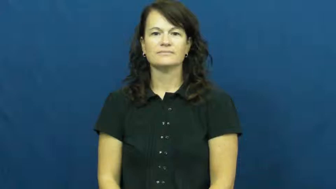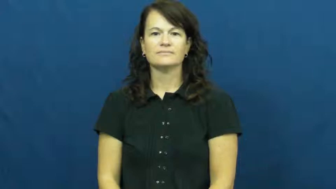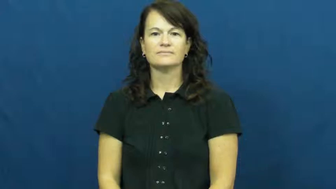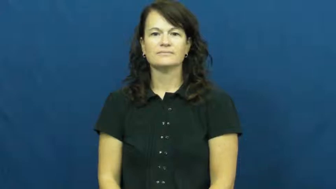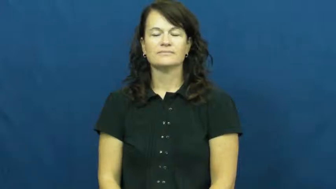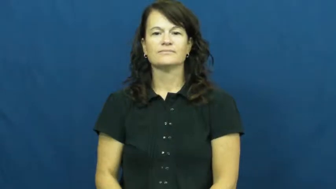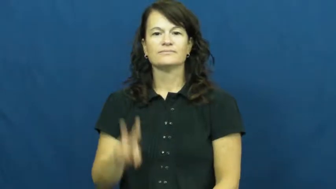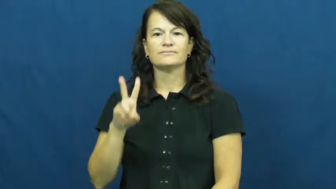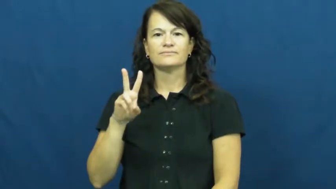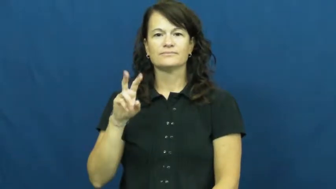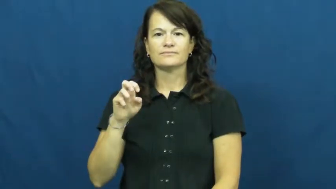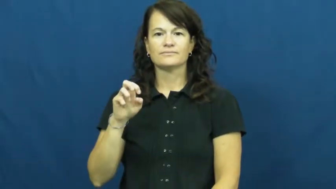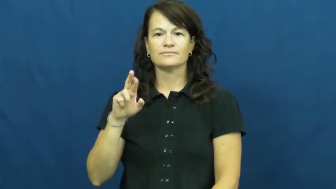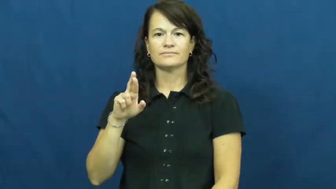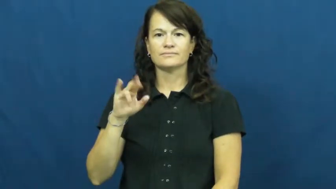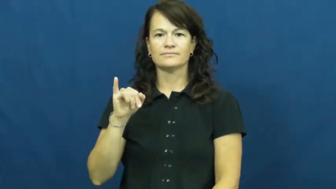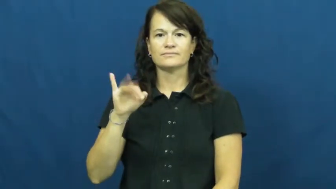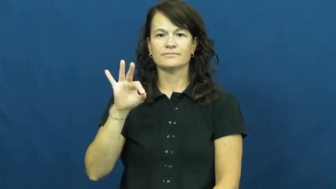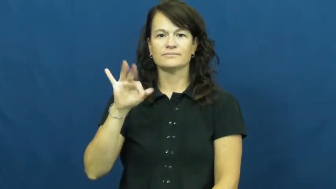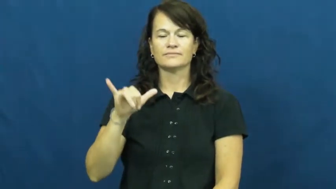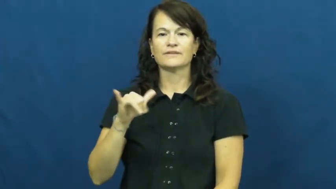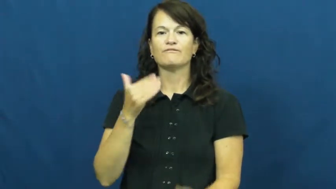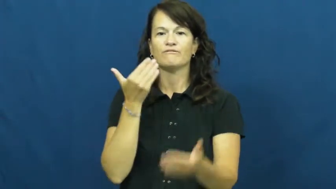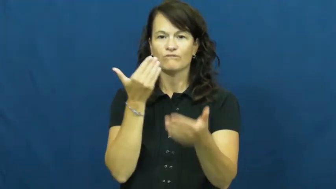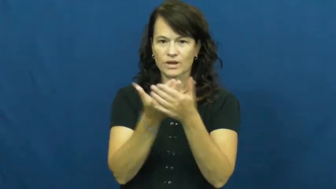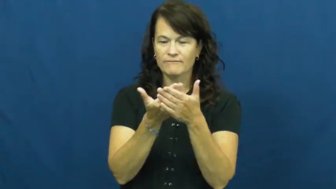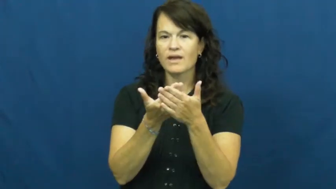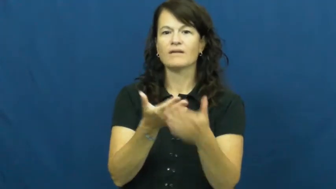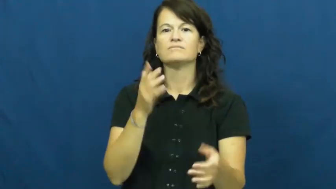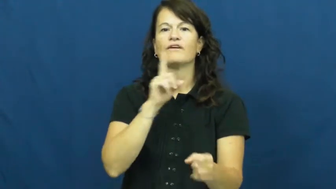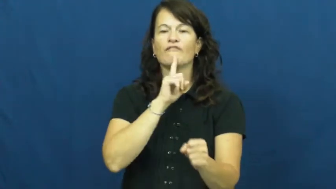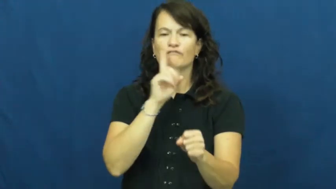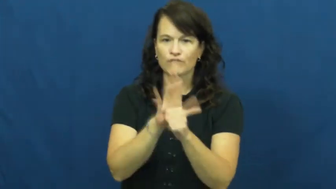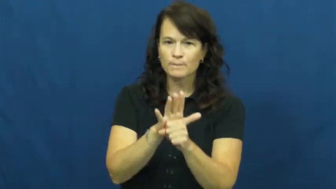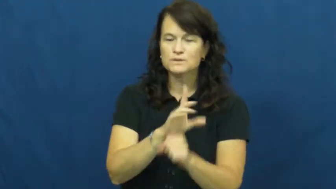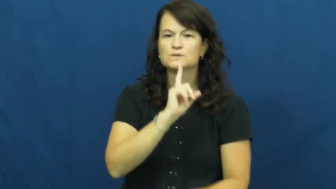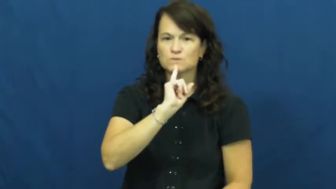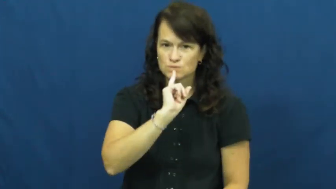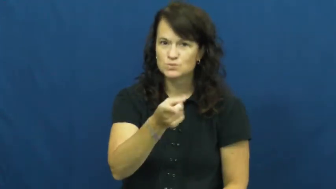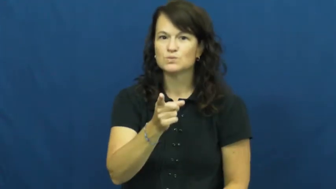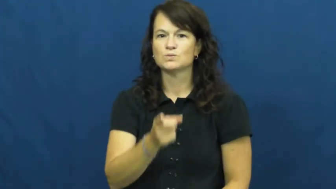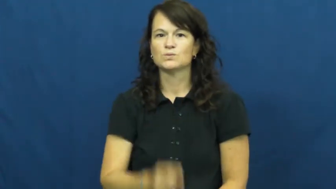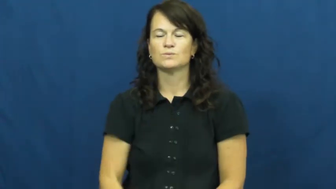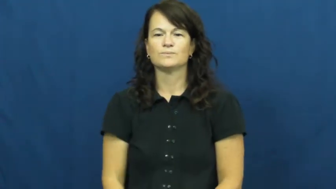verify